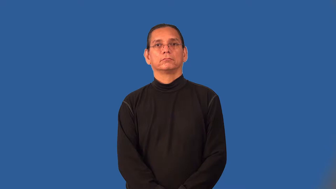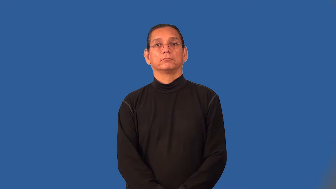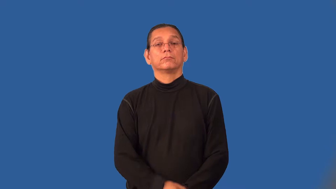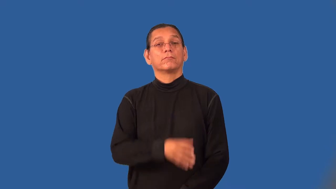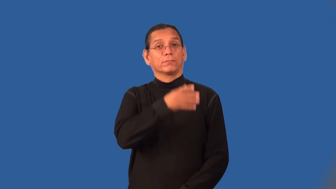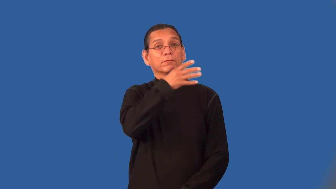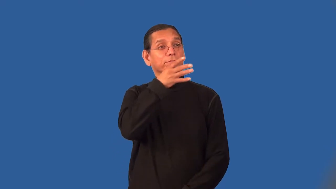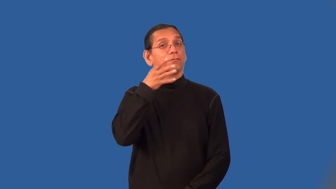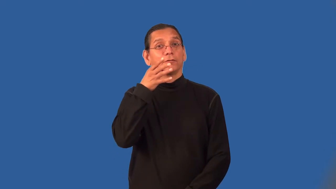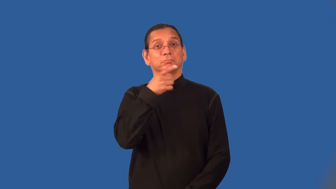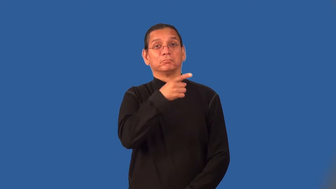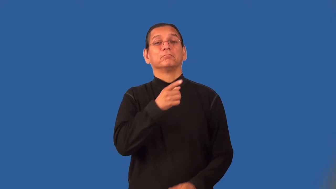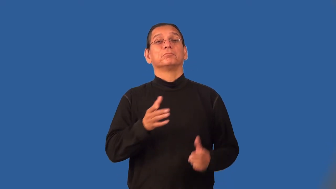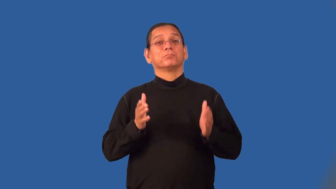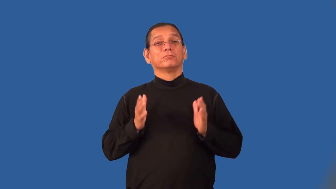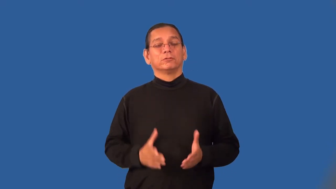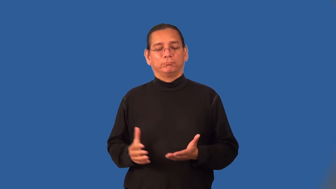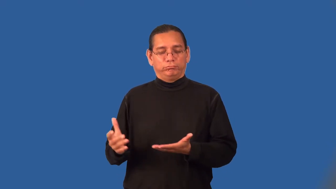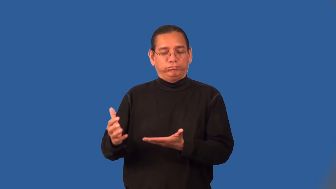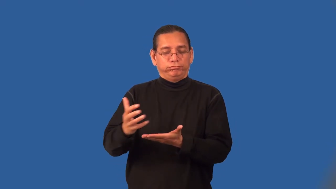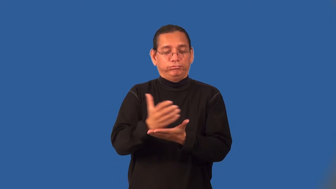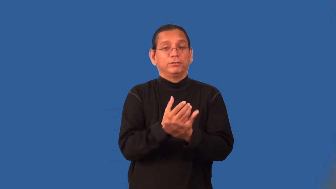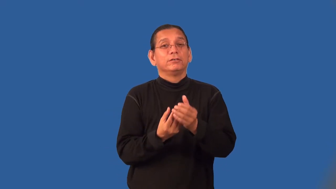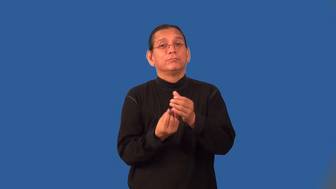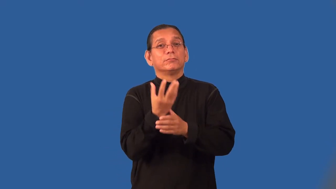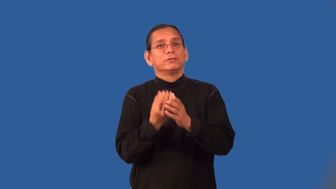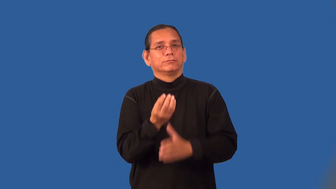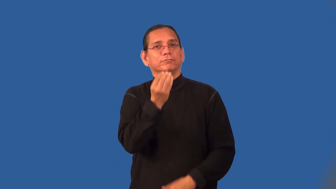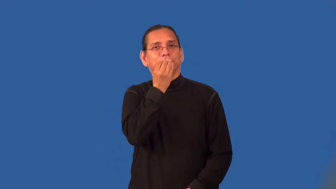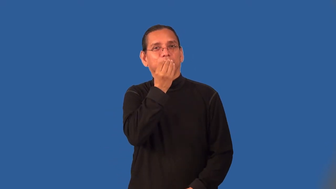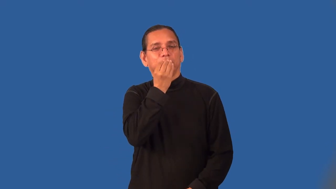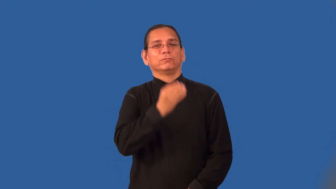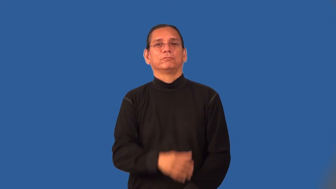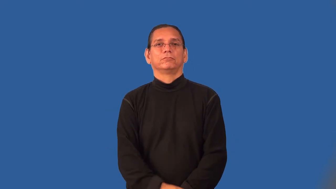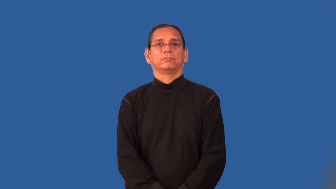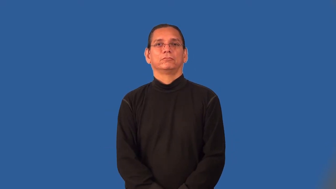reaper